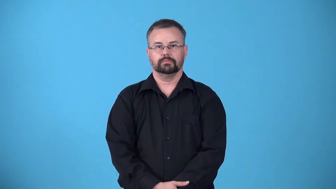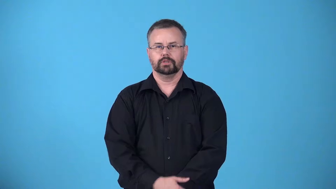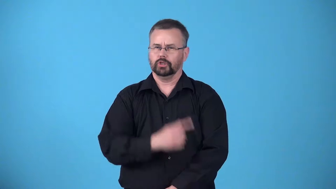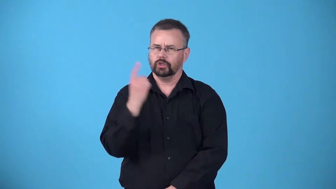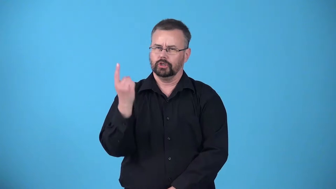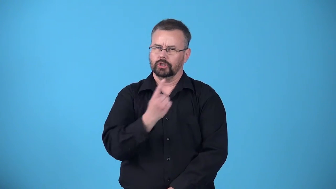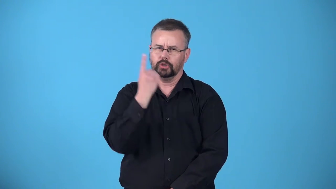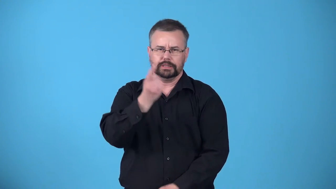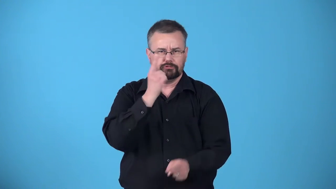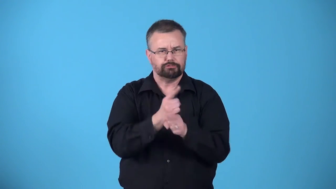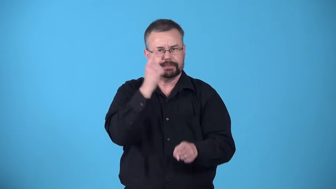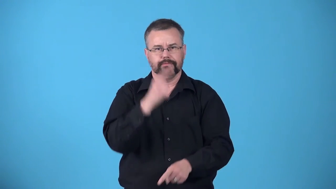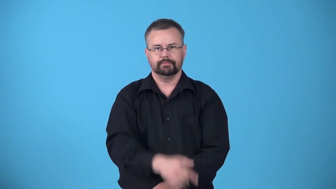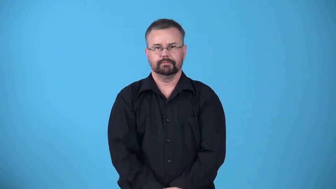absolute-always right